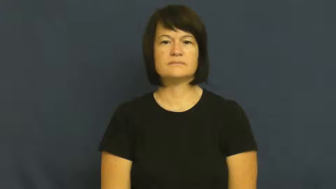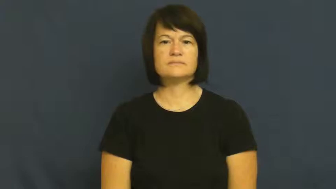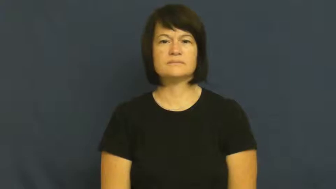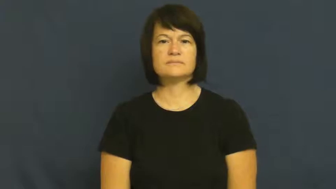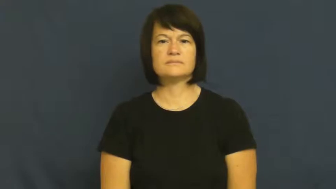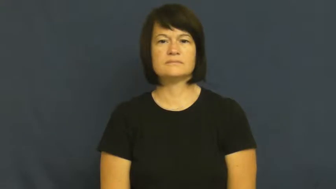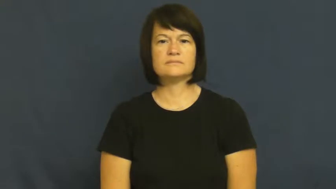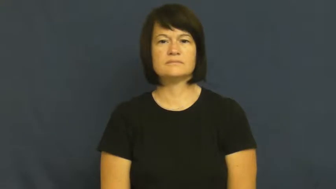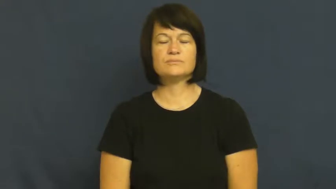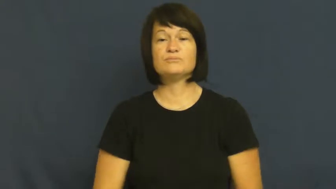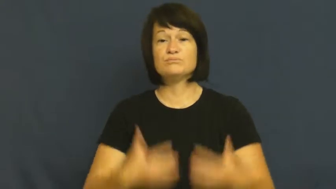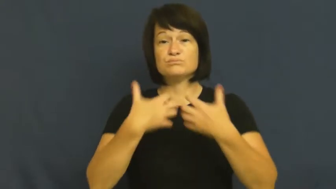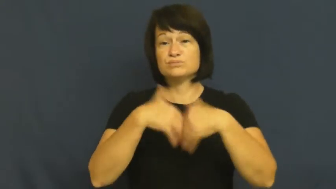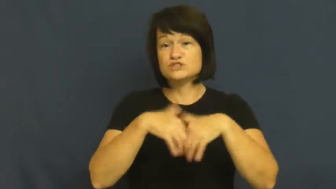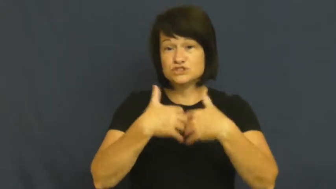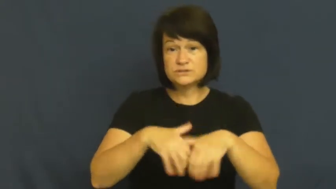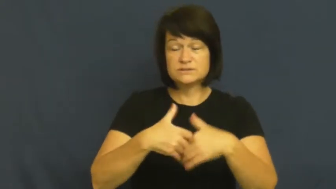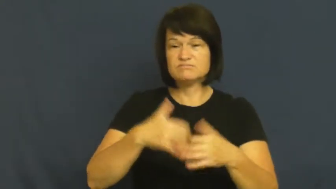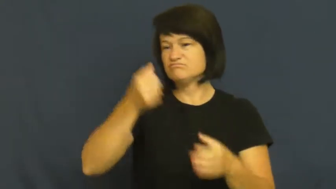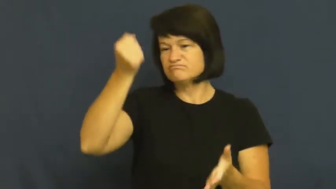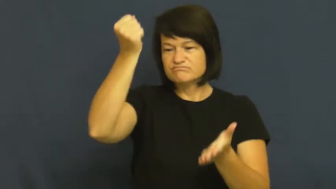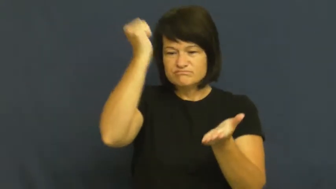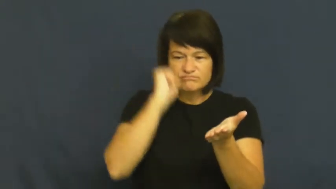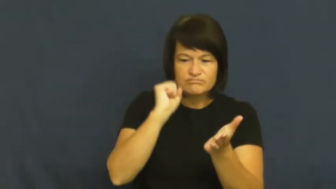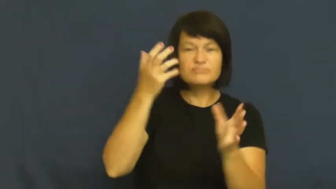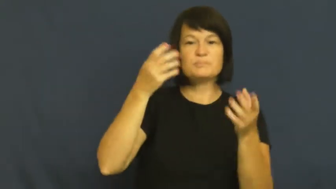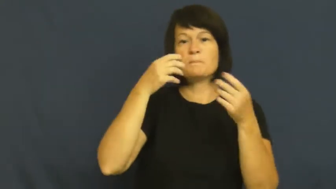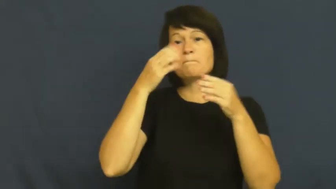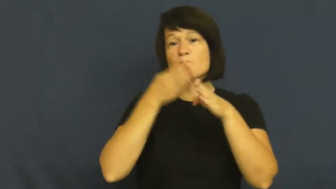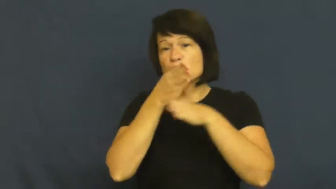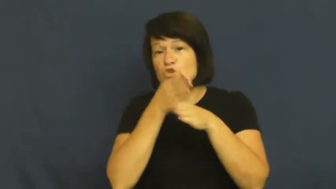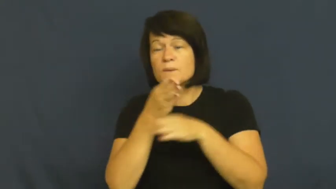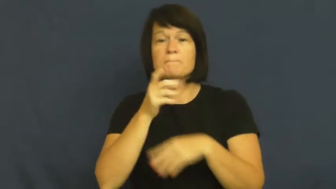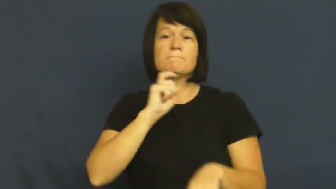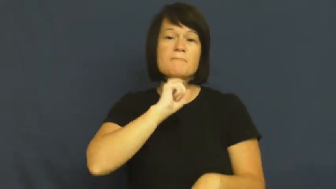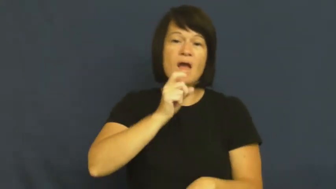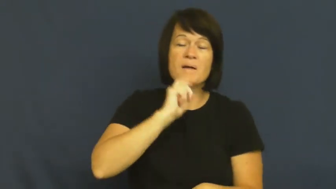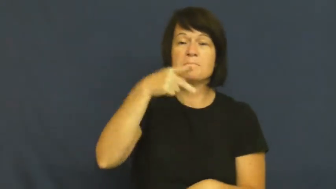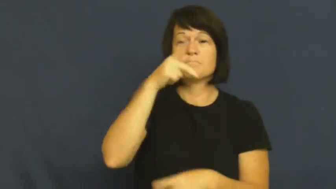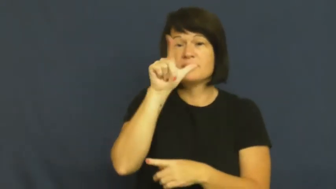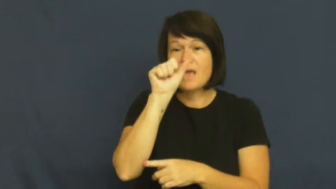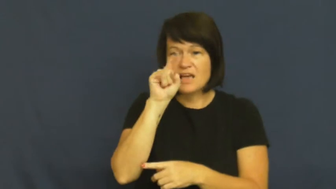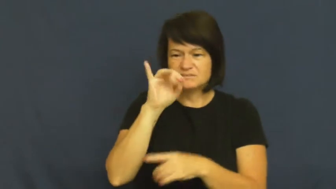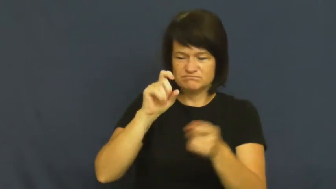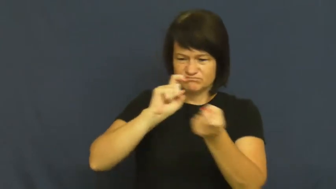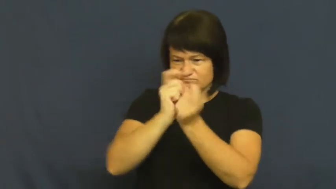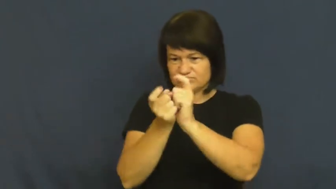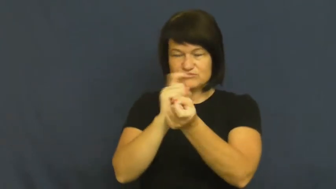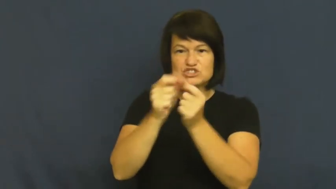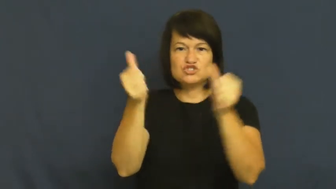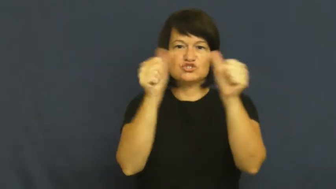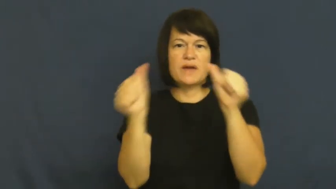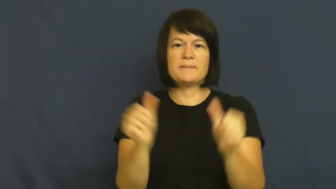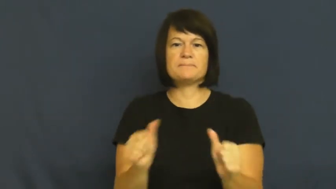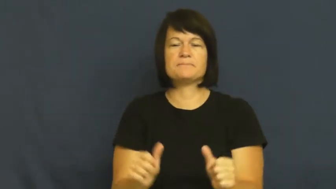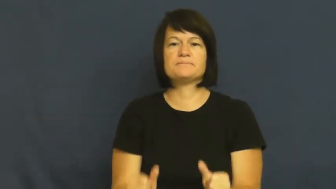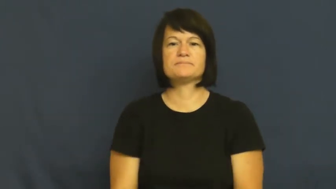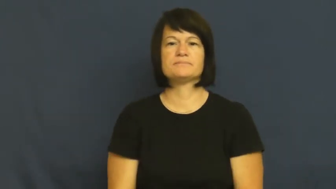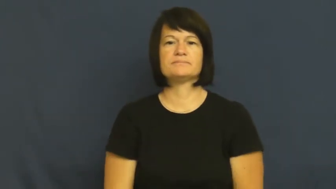machine-verb